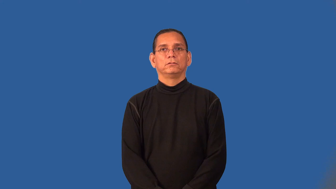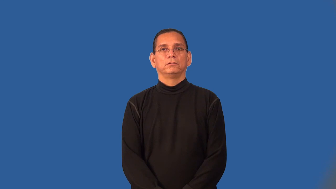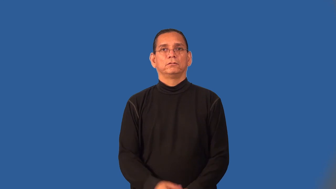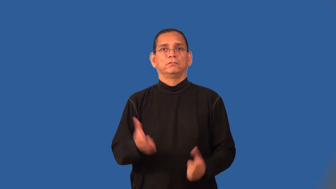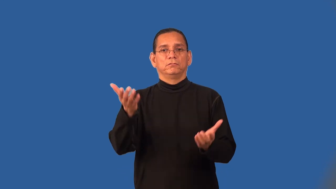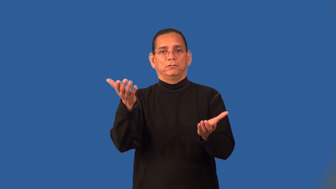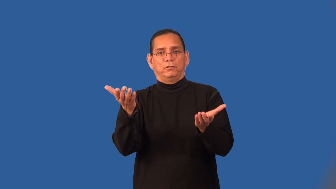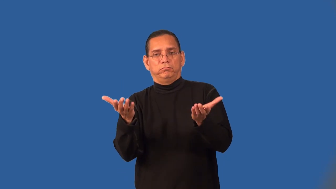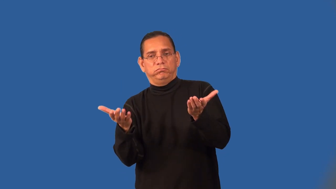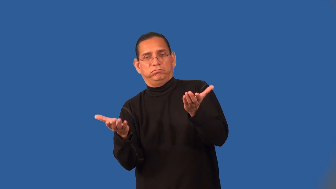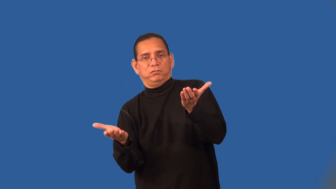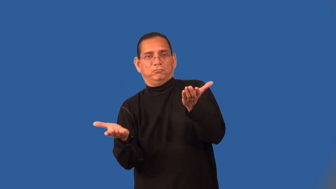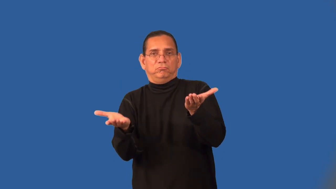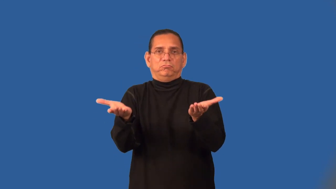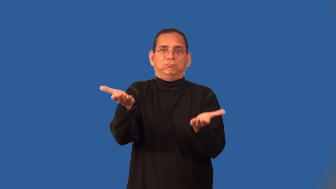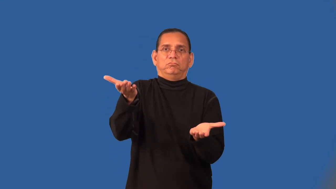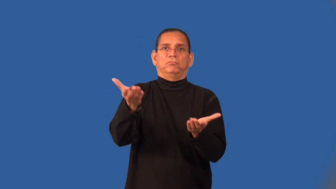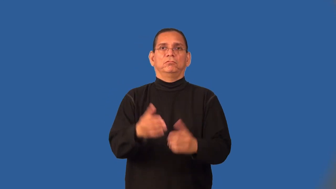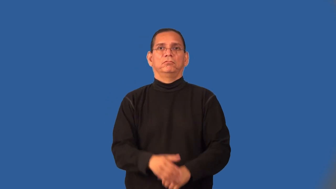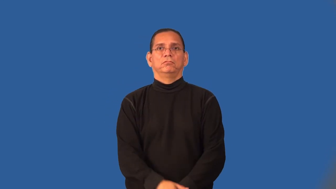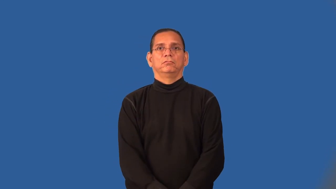scale,balance-weight